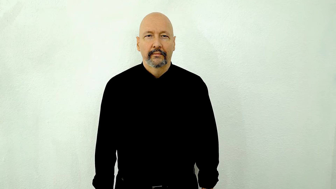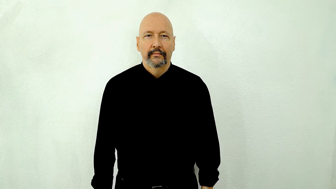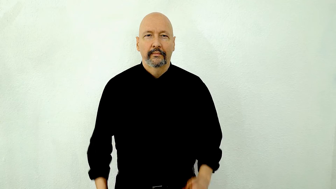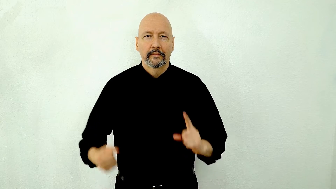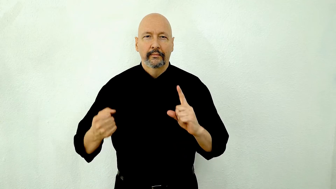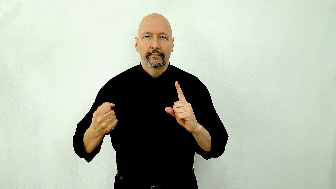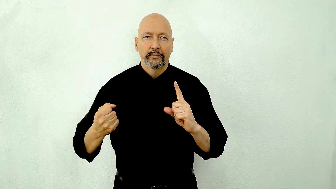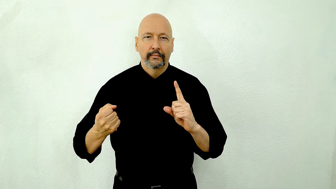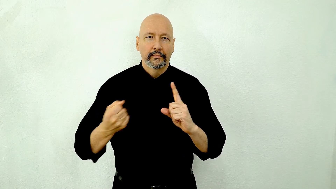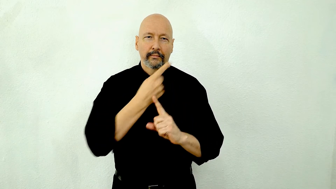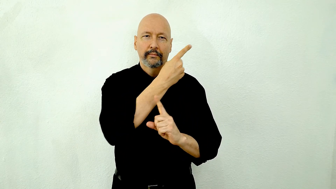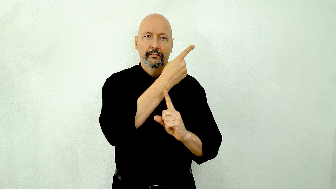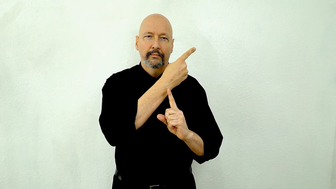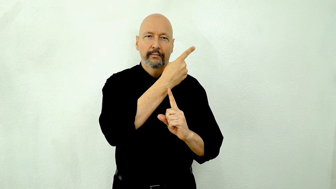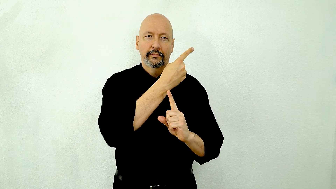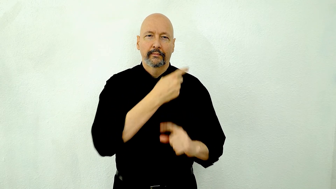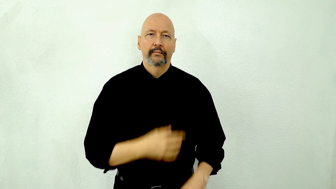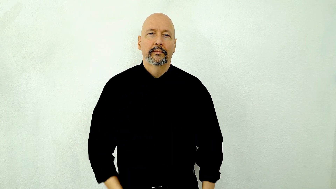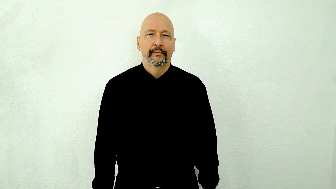DIGRESS, off topic, opposite of segue